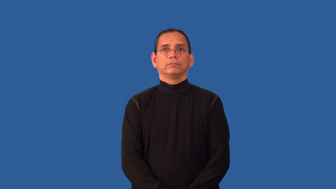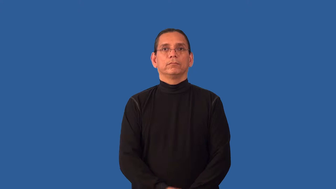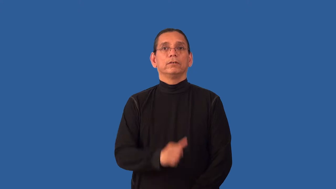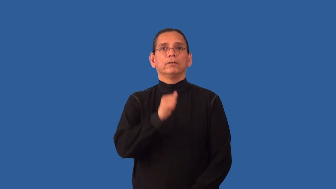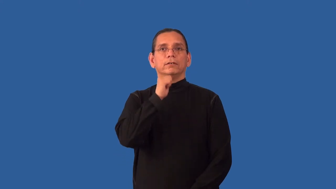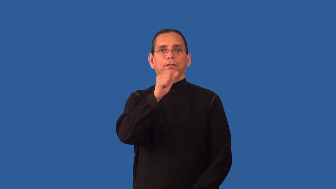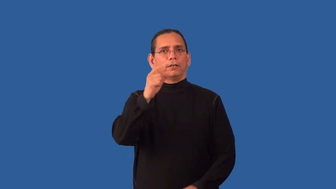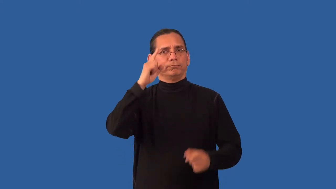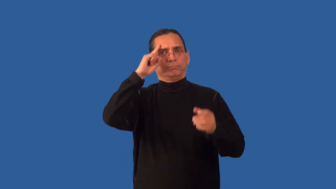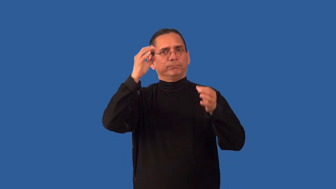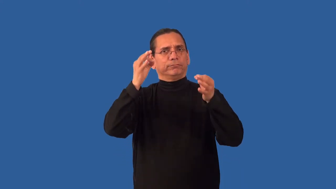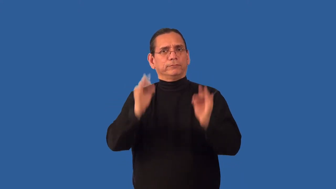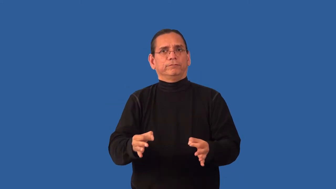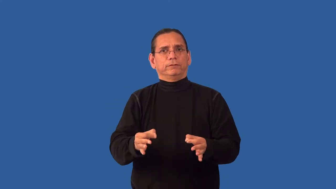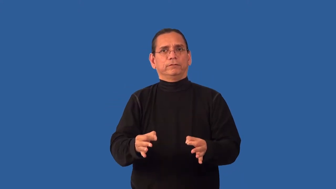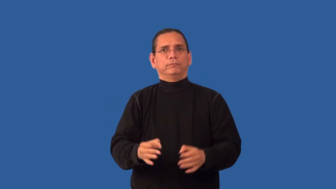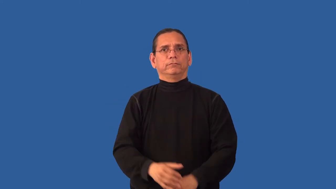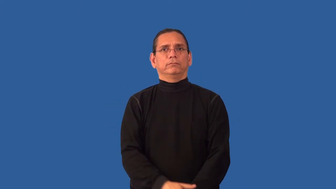unofficial,nonofficial